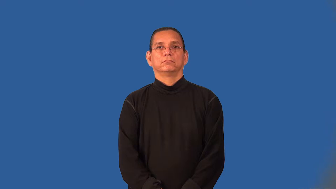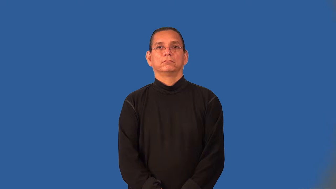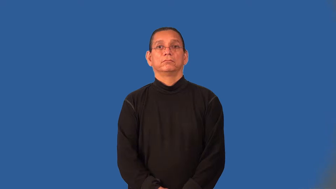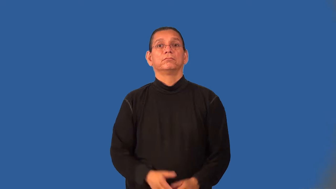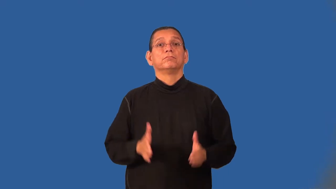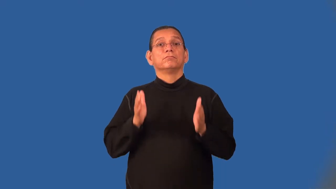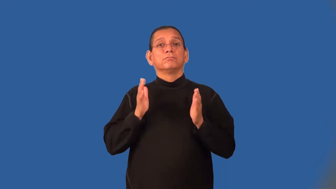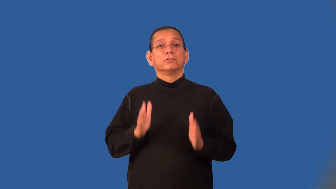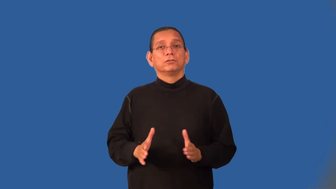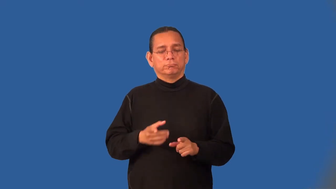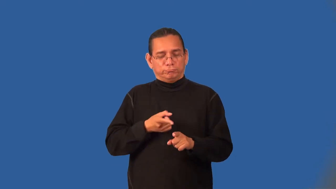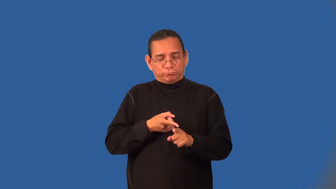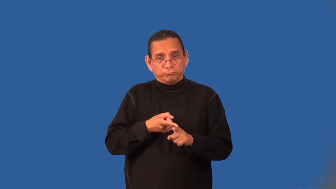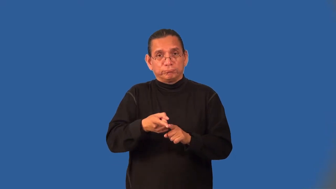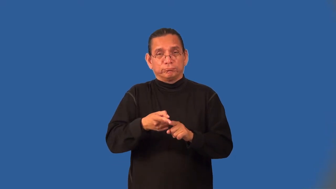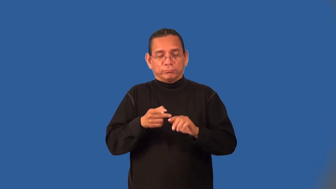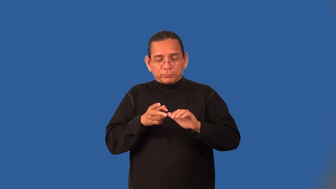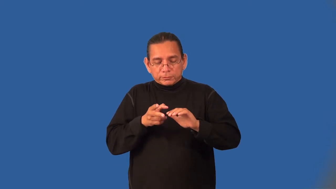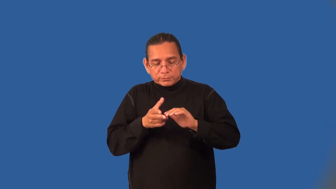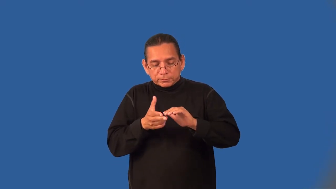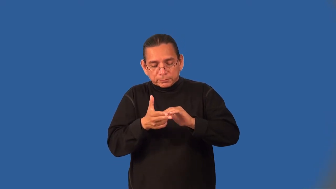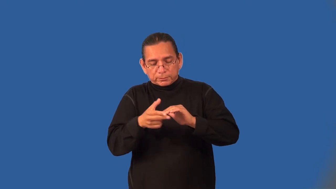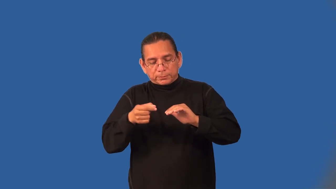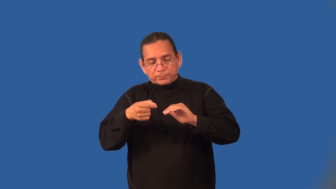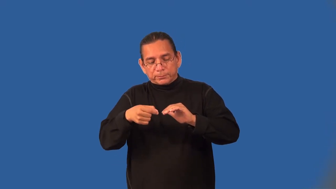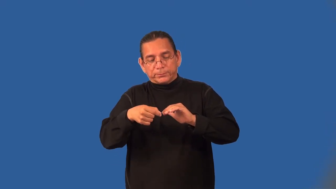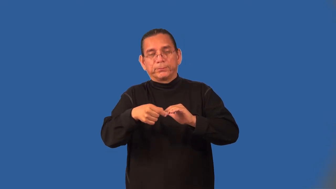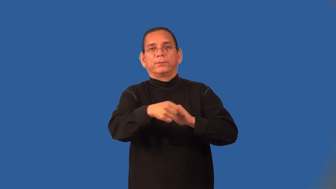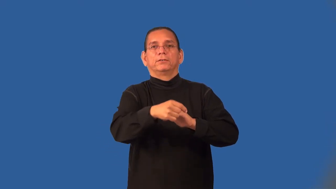manicurist